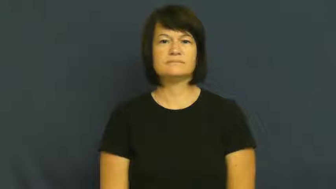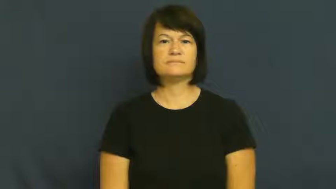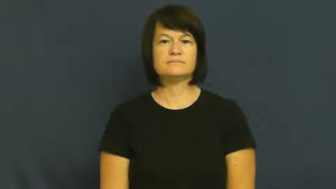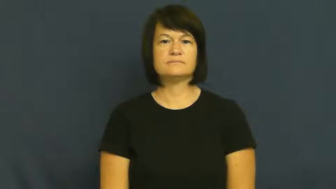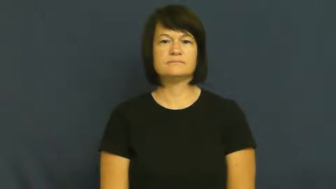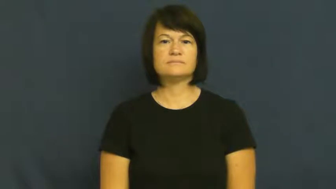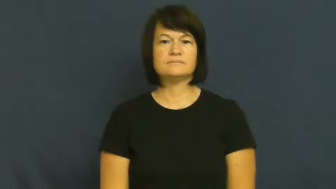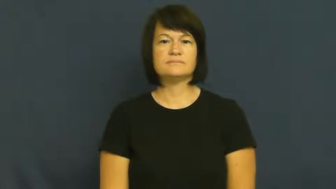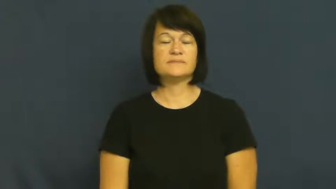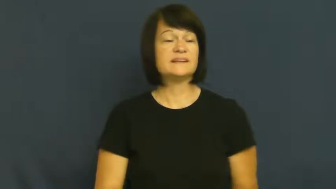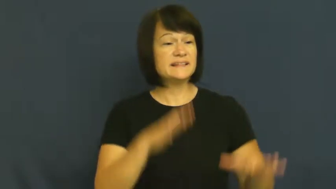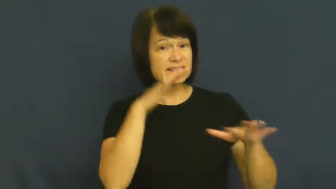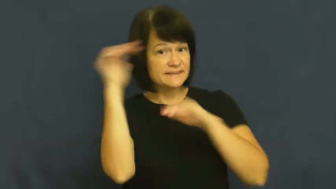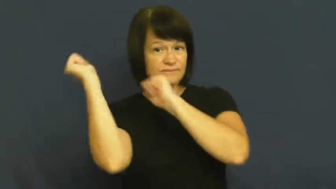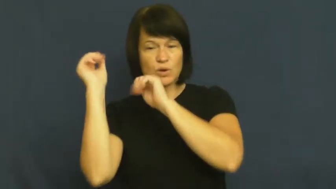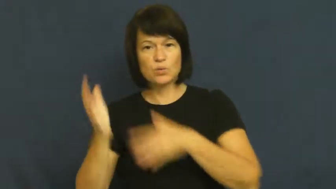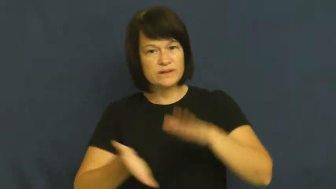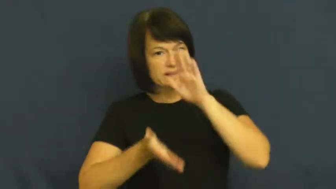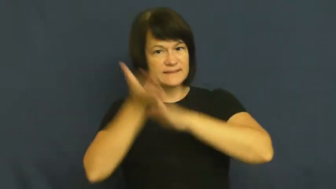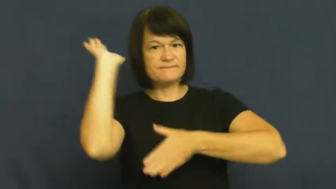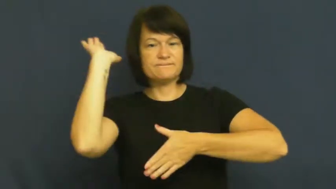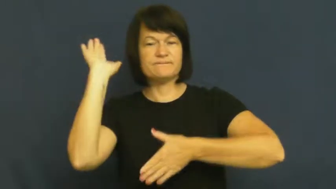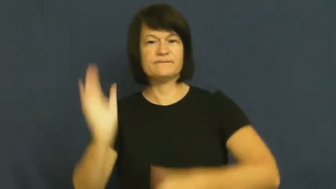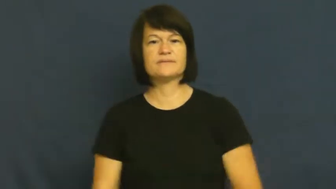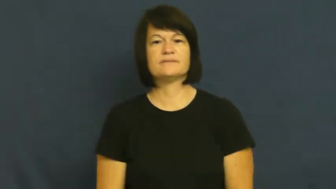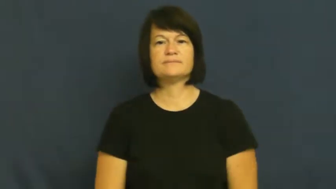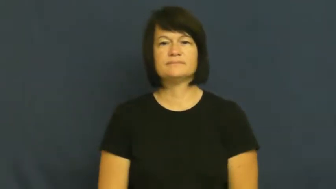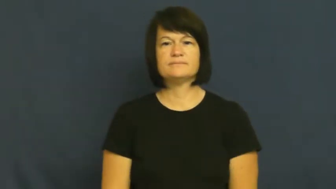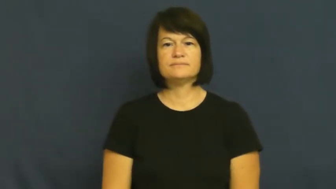embark